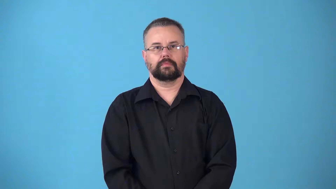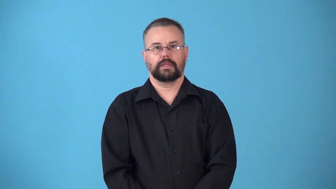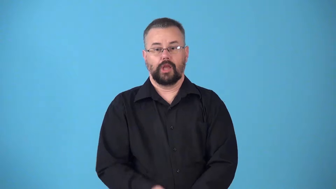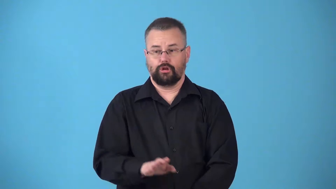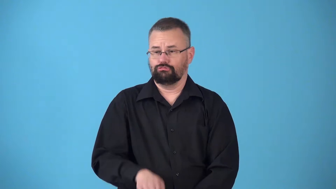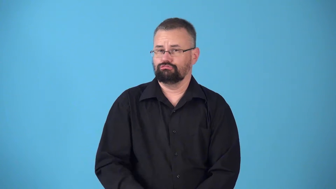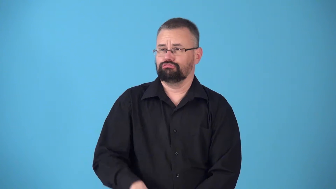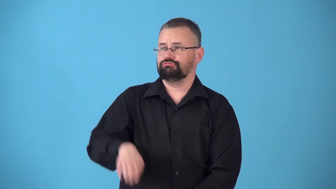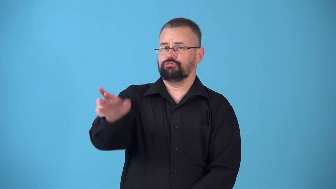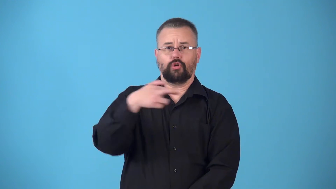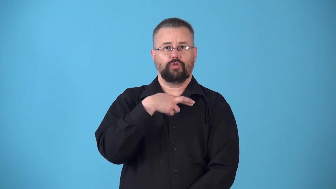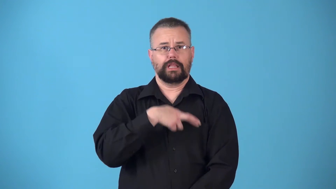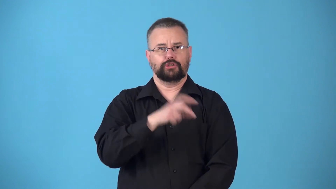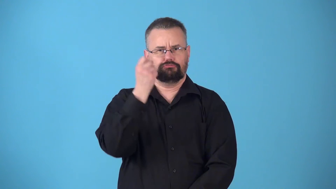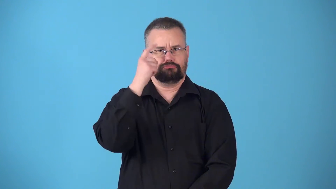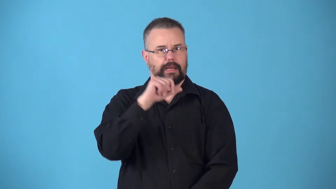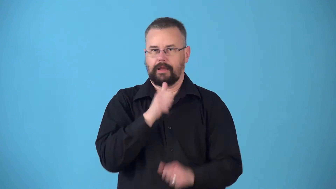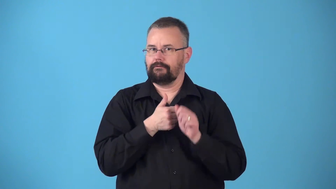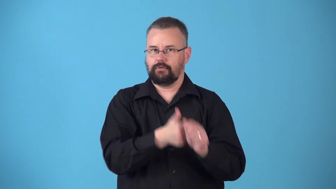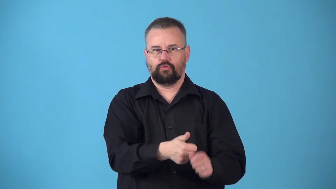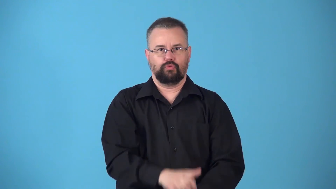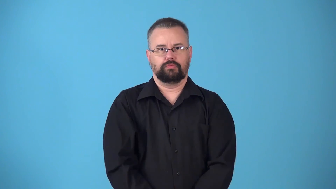nonpracticing